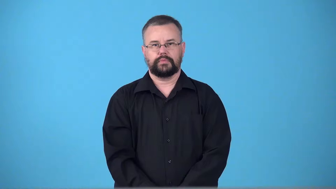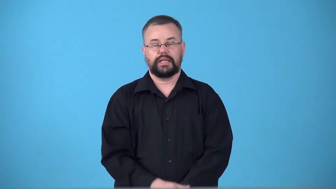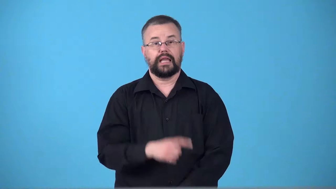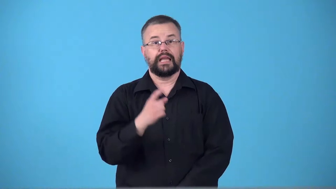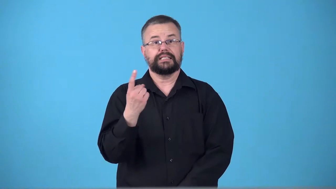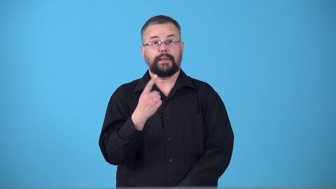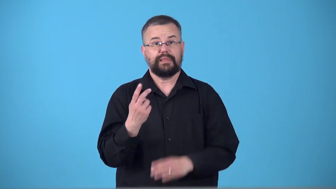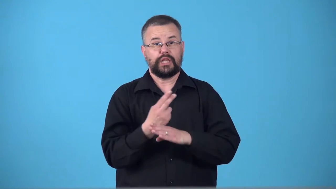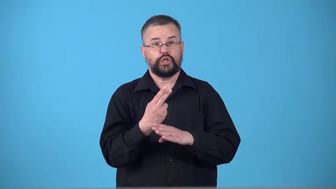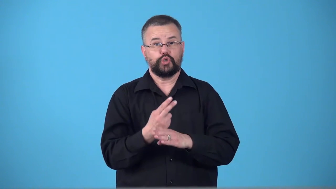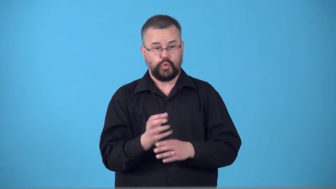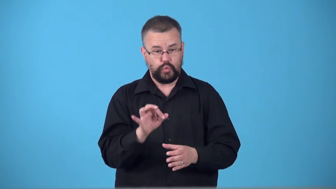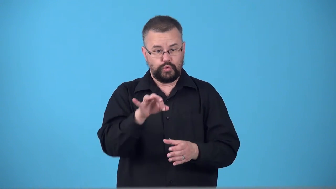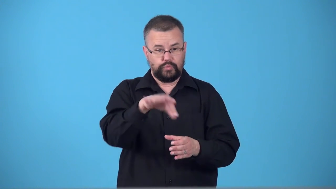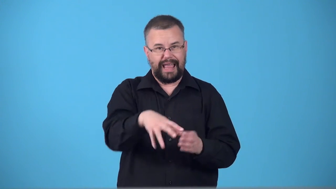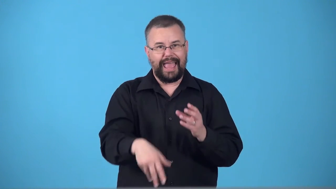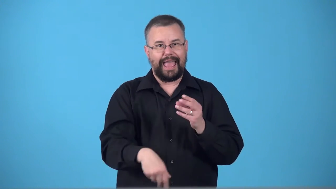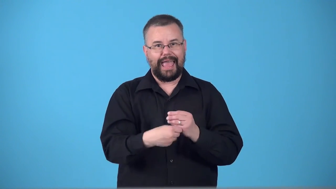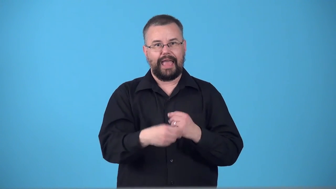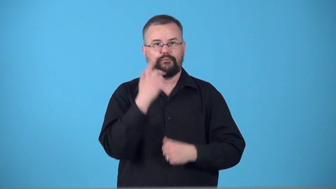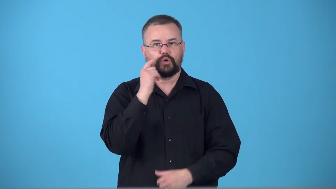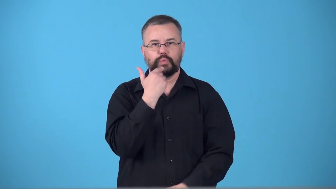sweetener